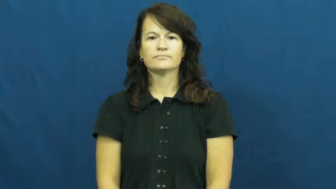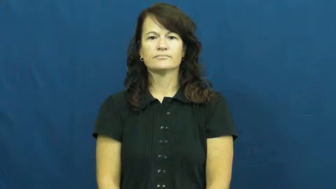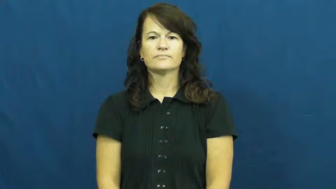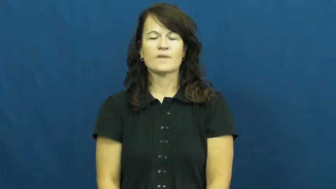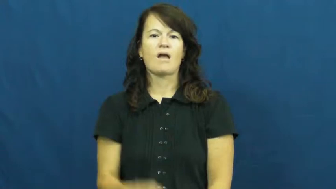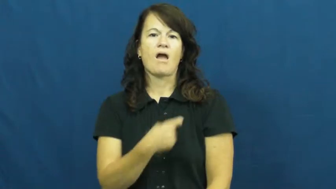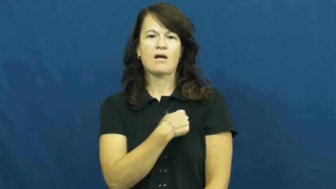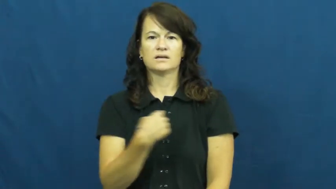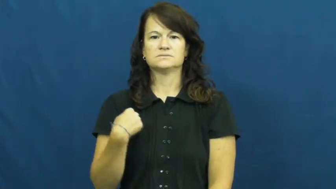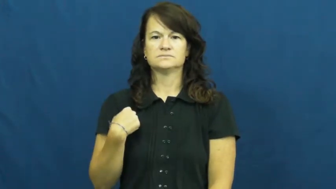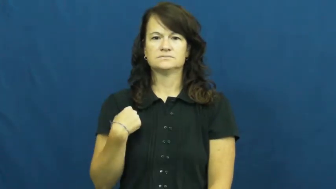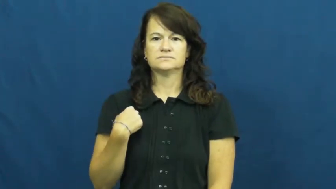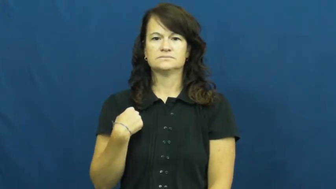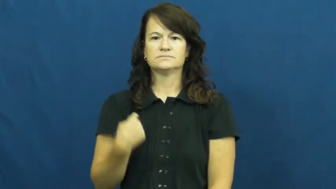us